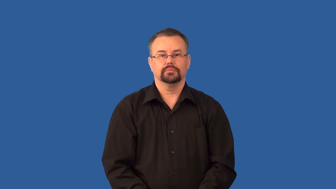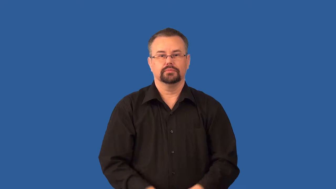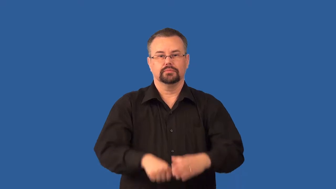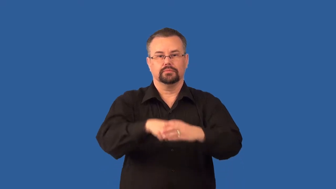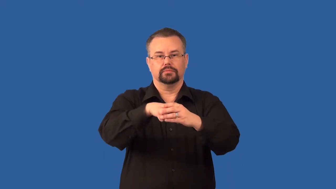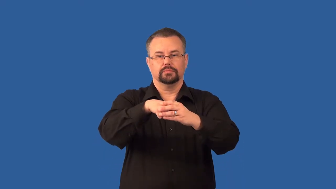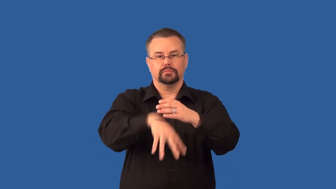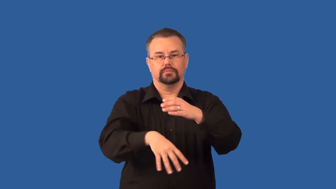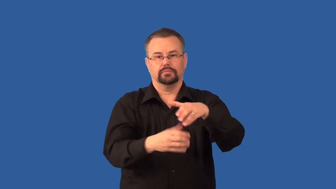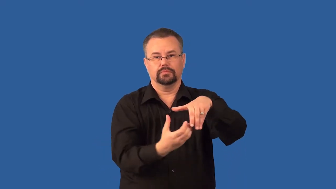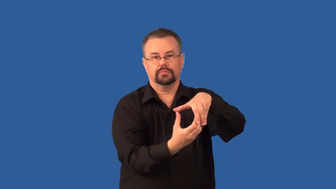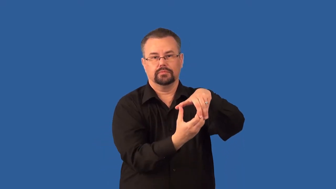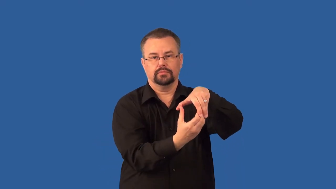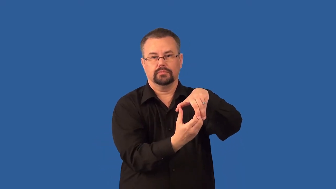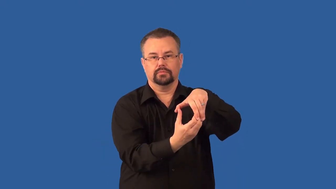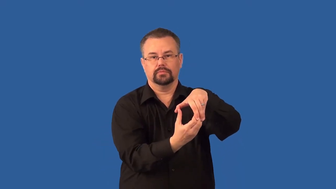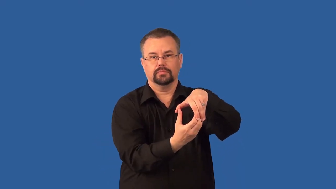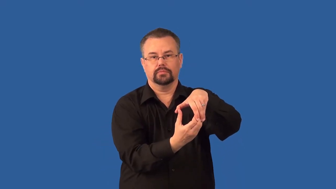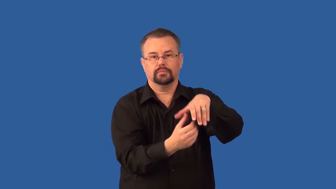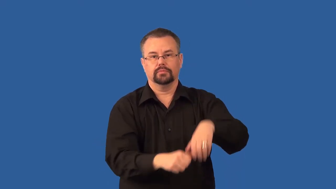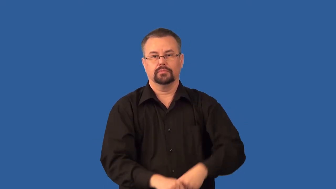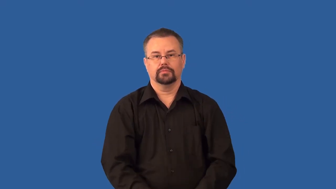tuber